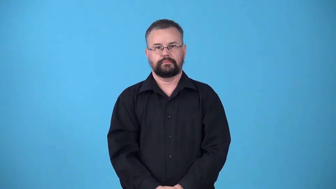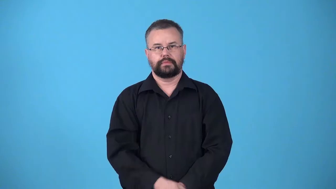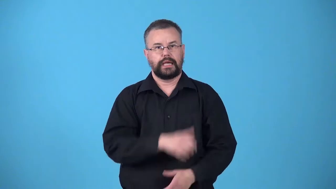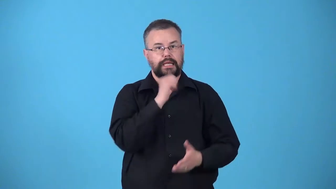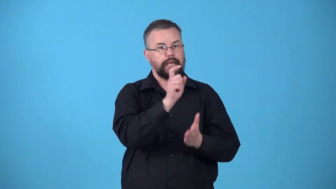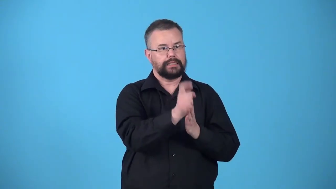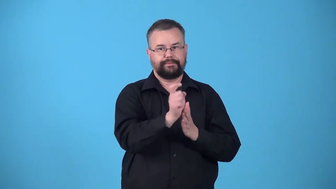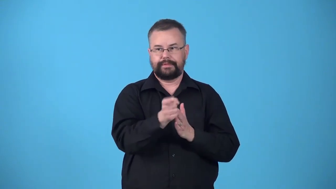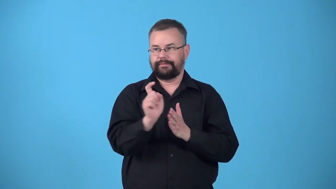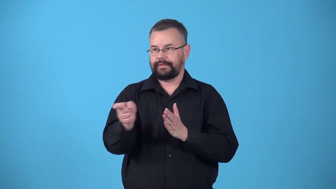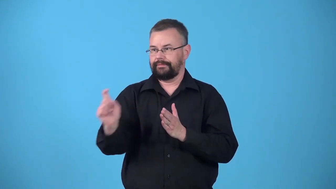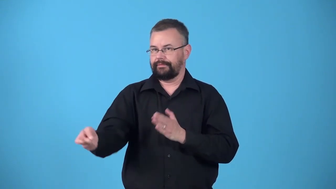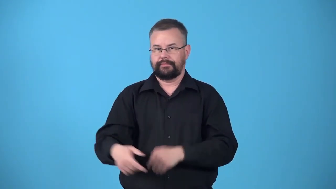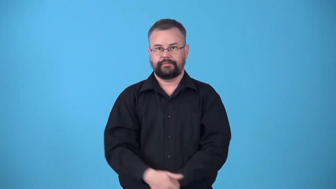undistributed